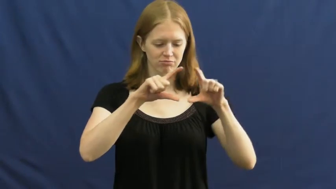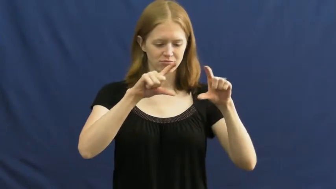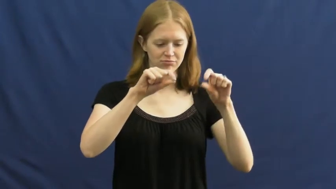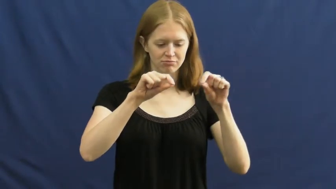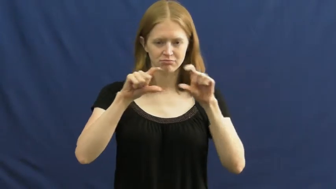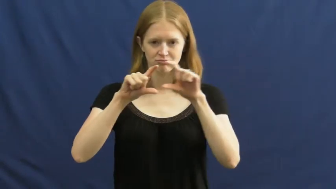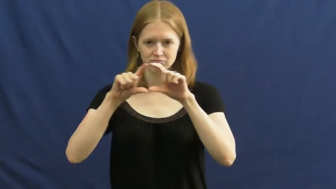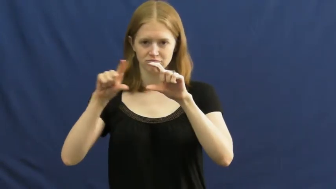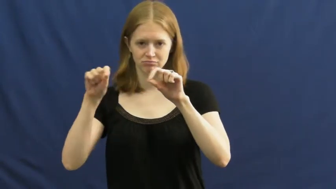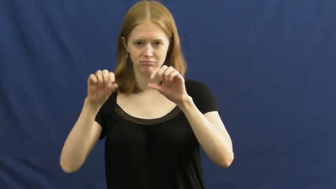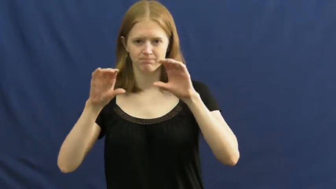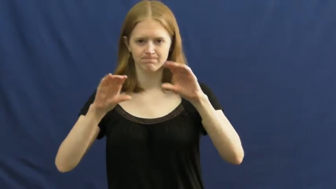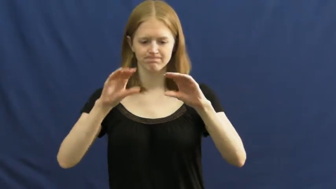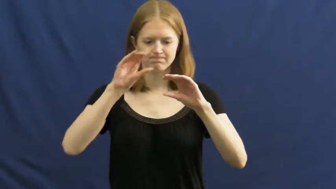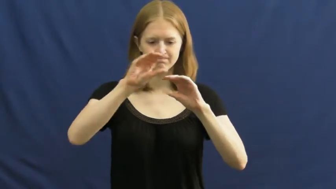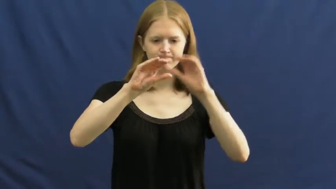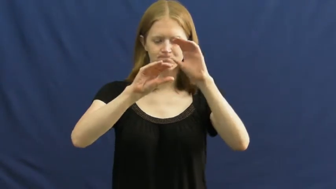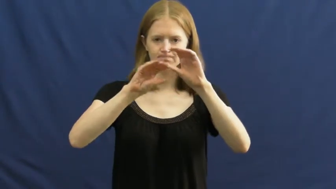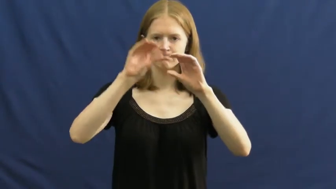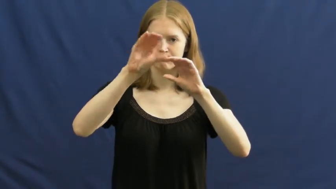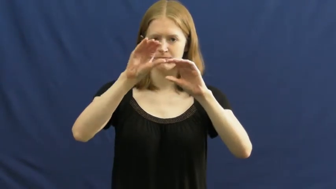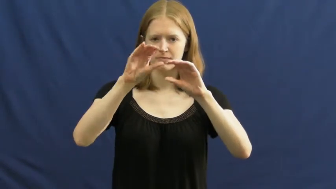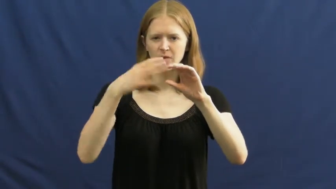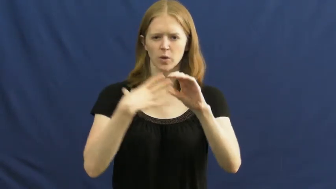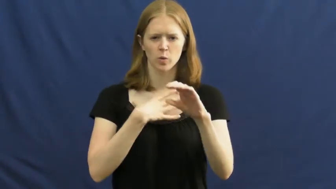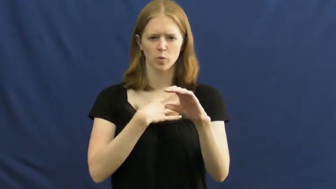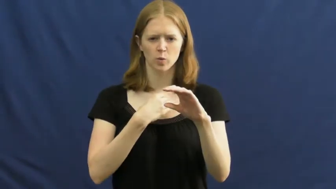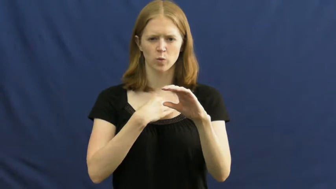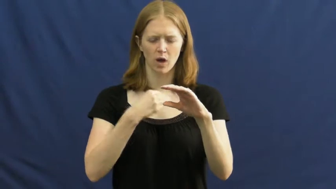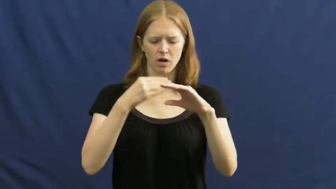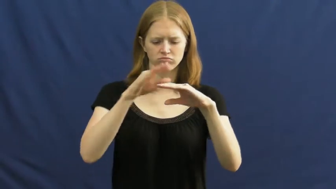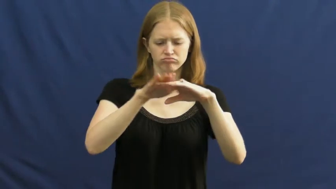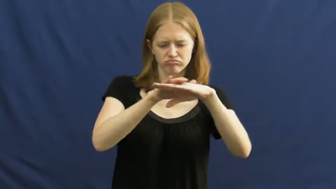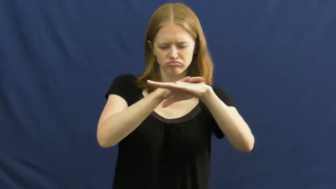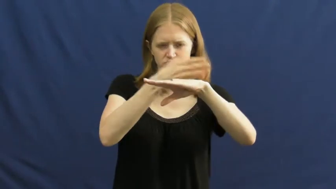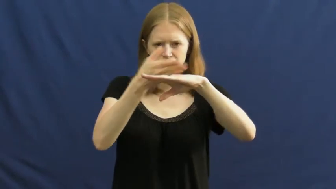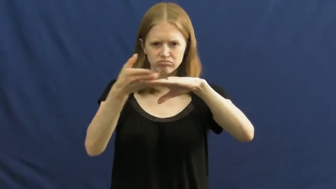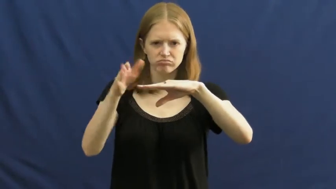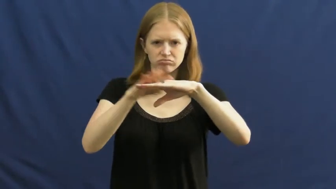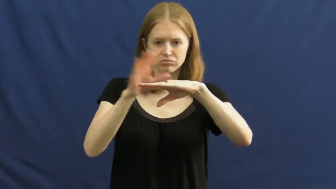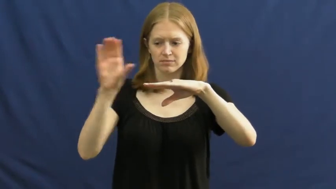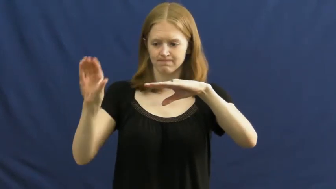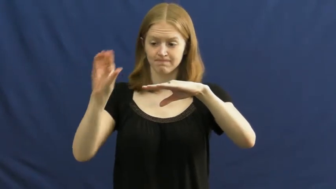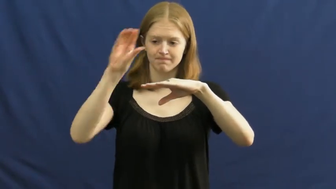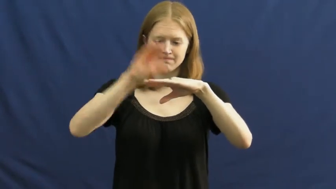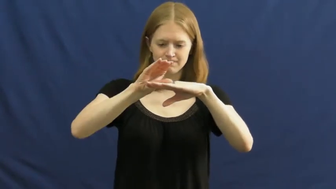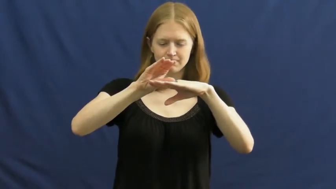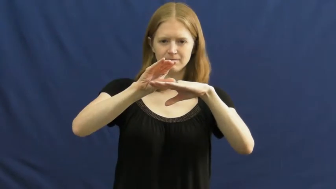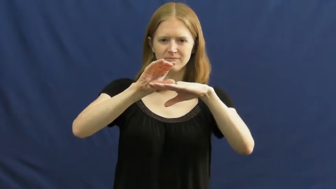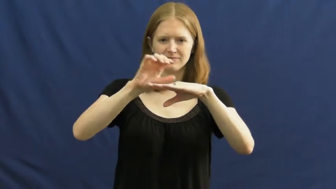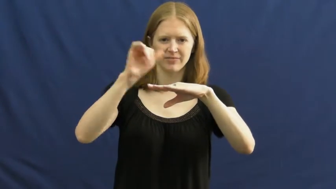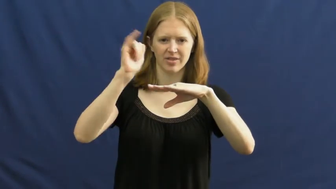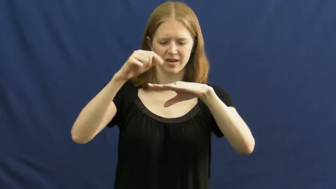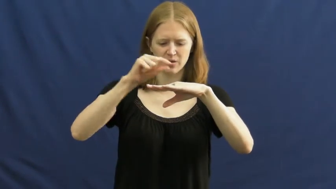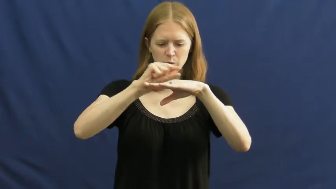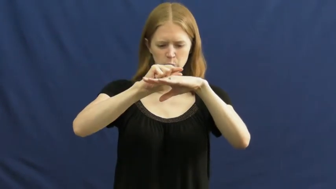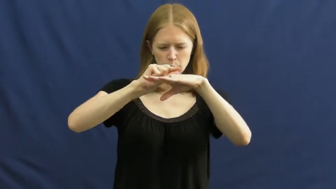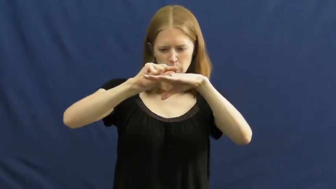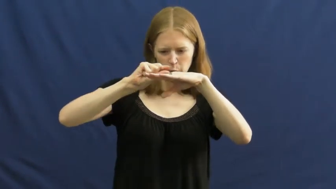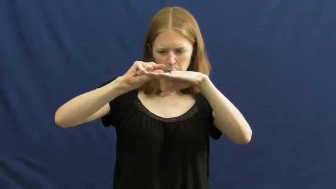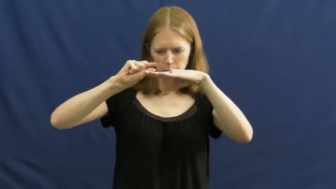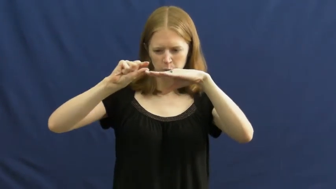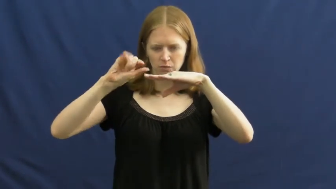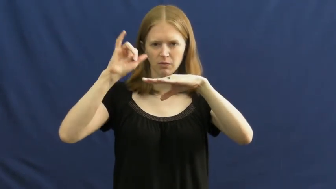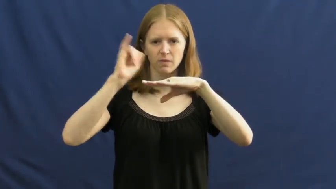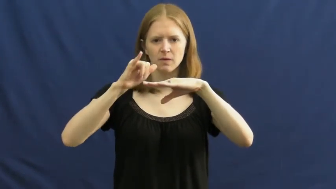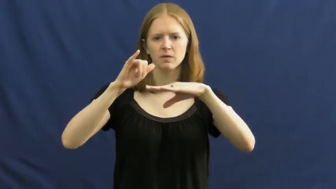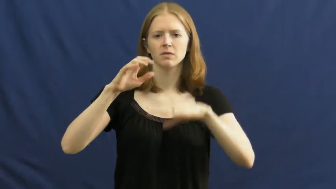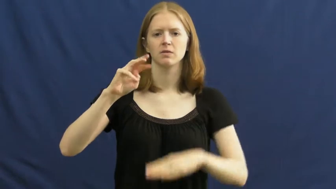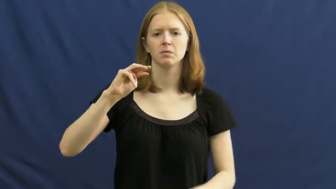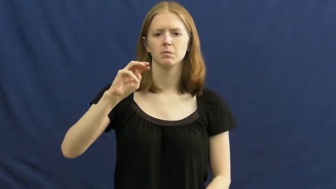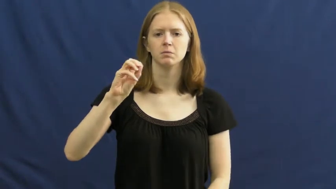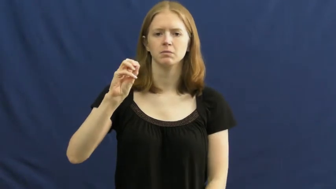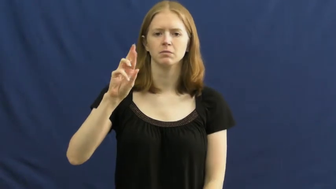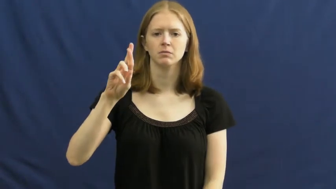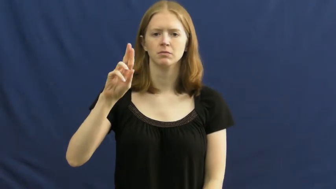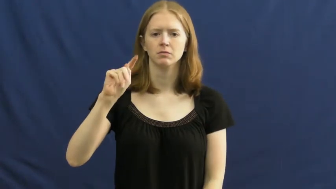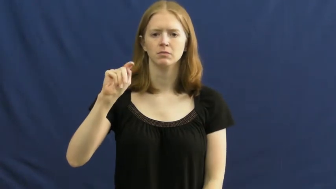mortar-cement